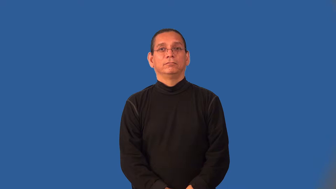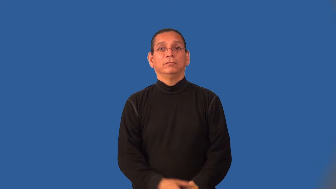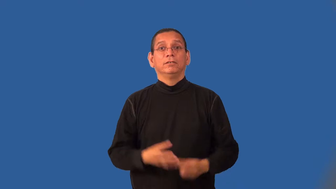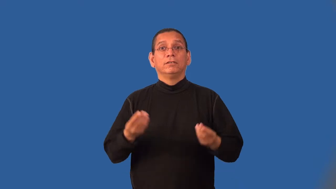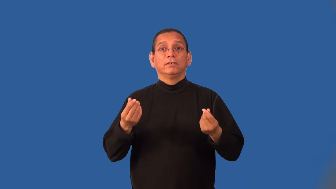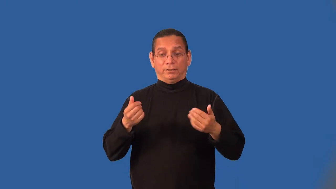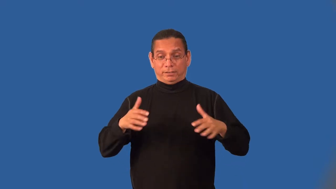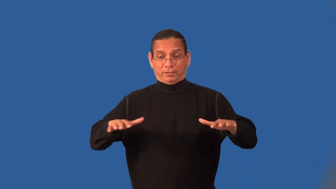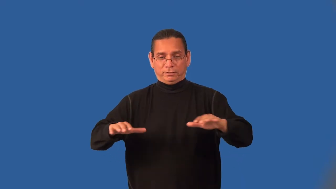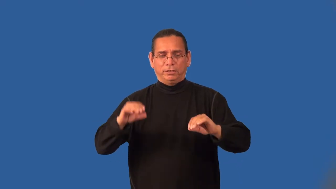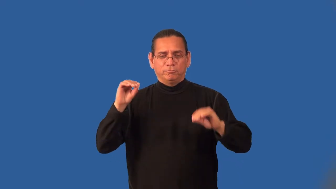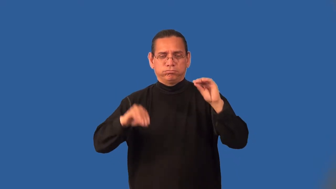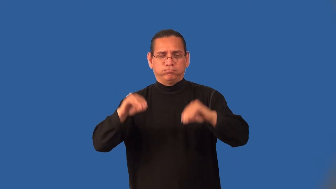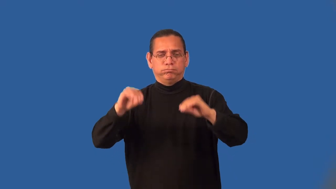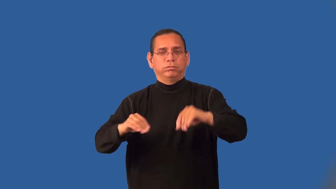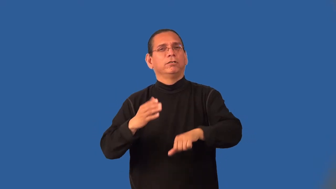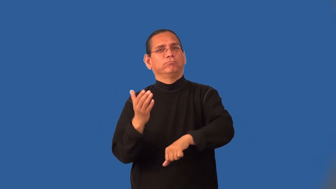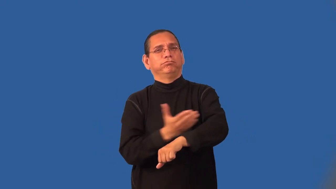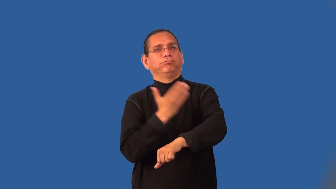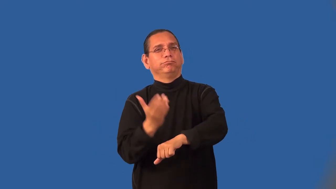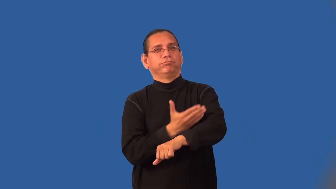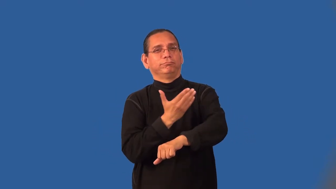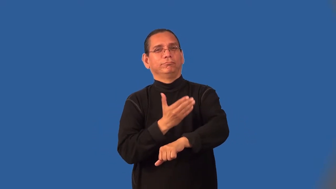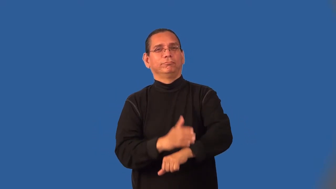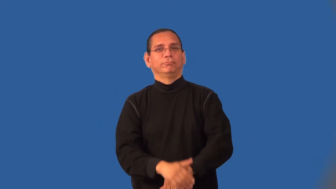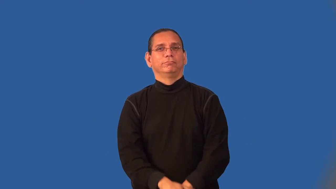landscape-verb